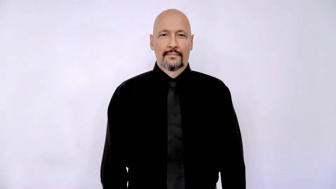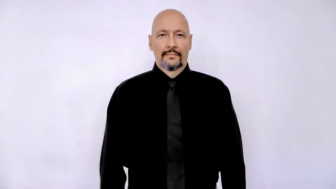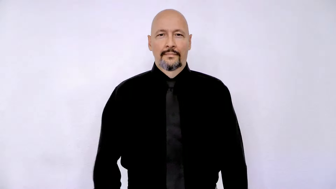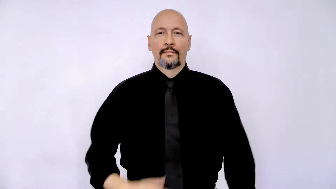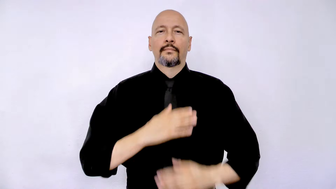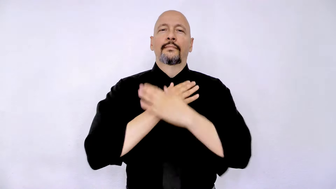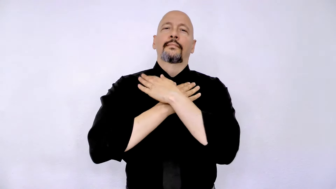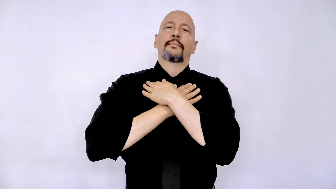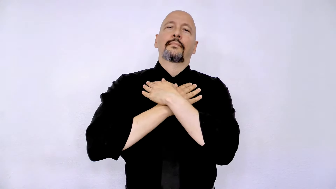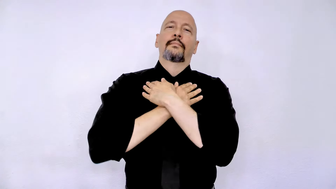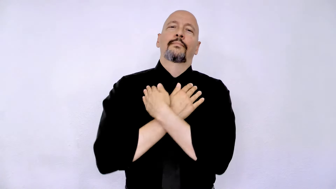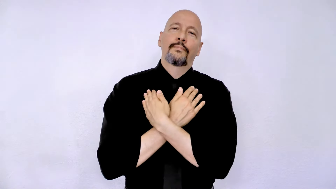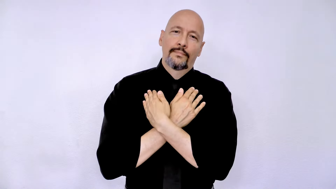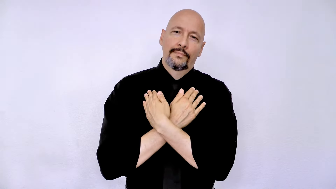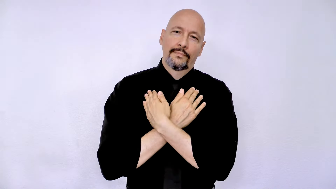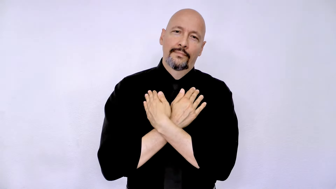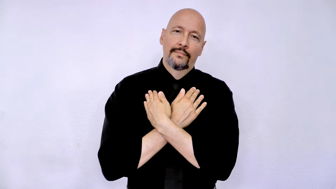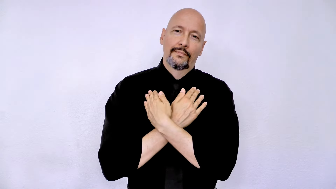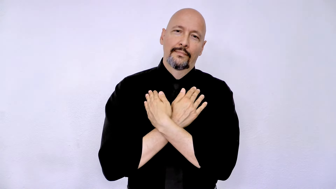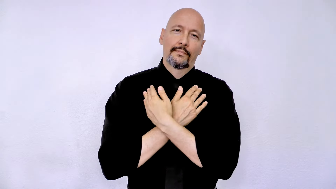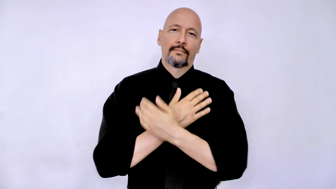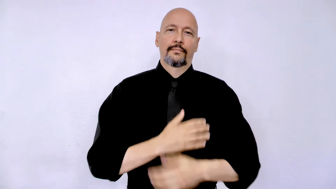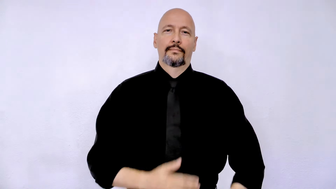REST / relax / leisure